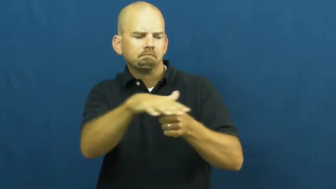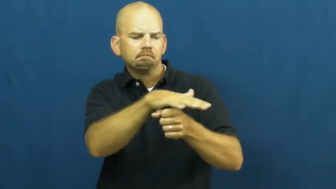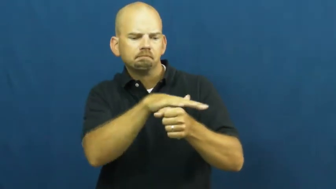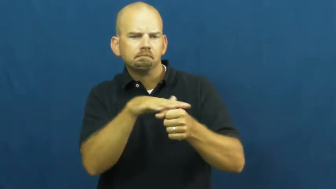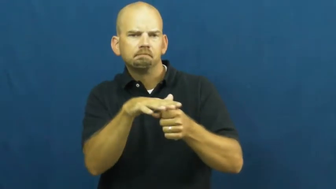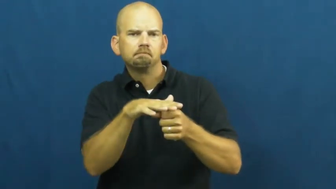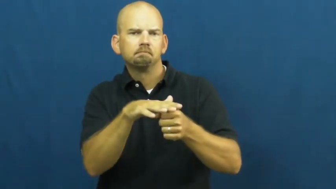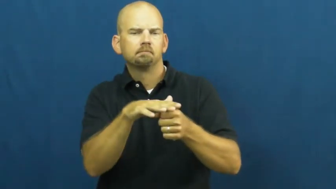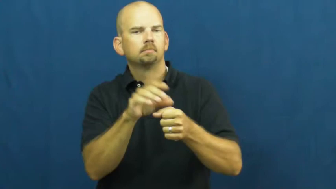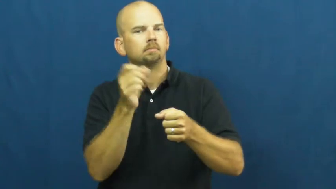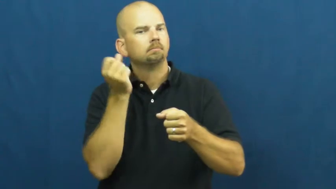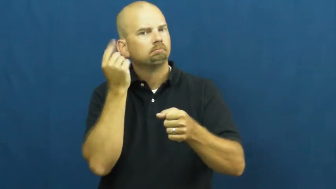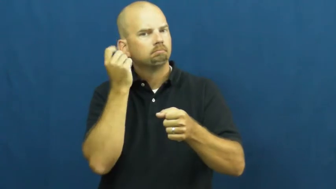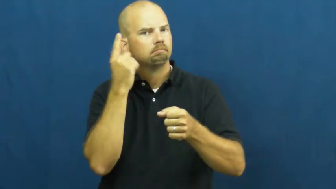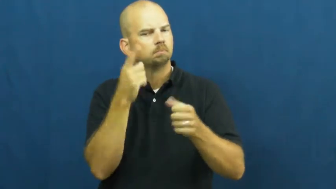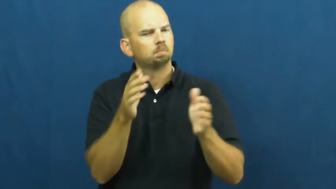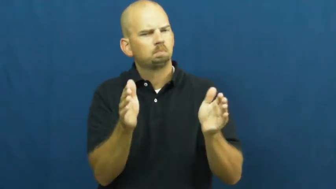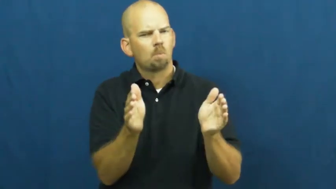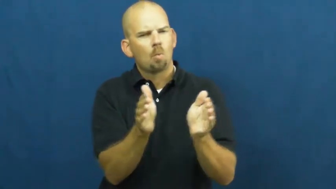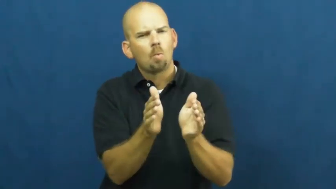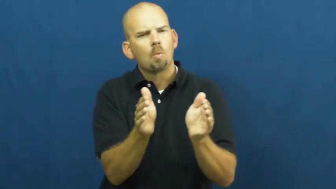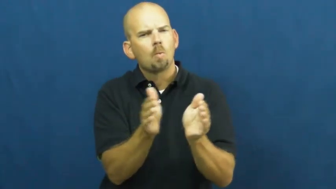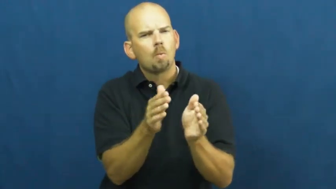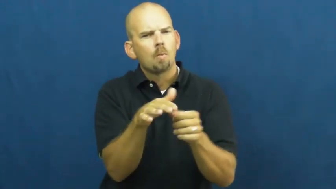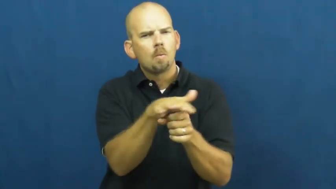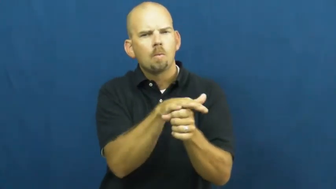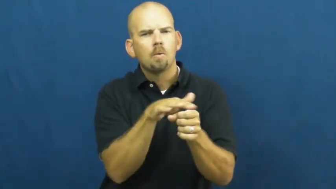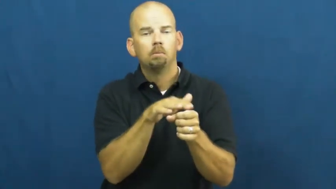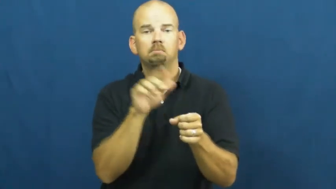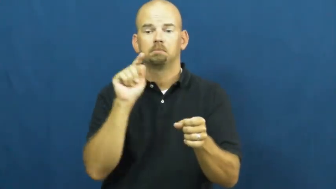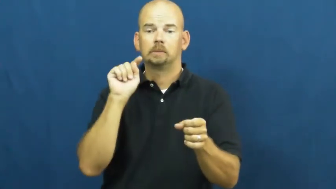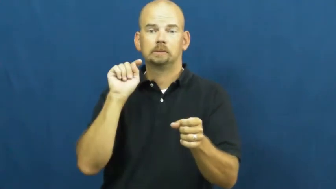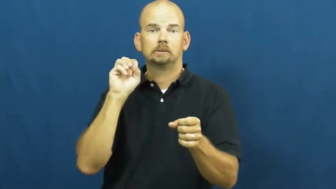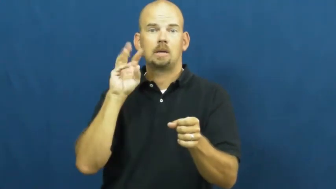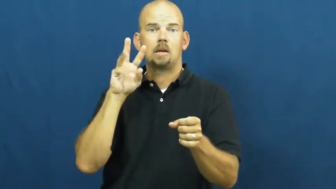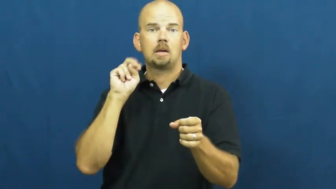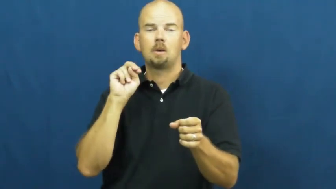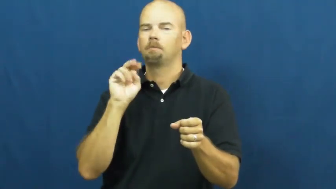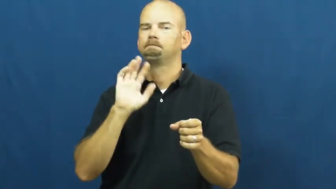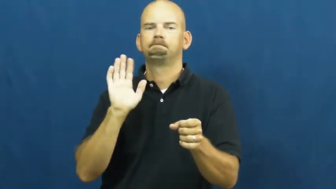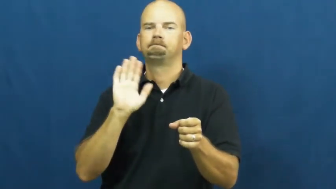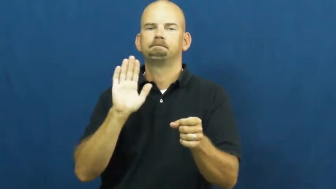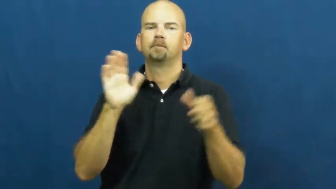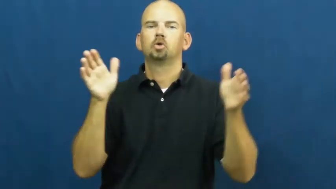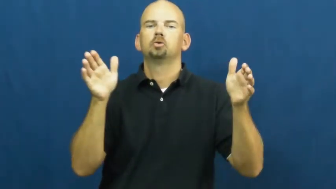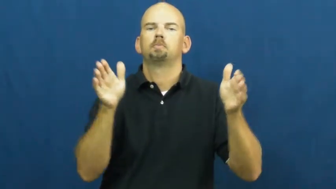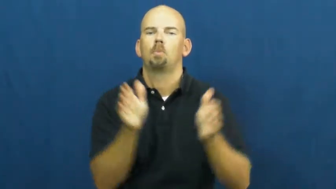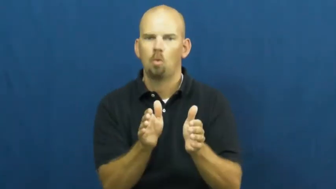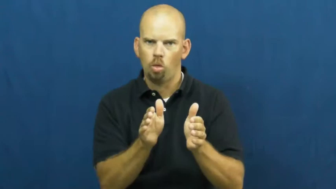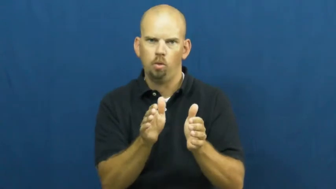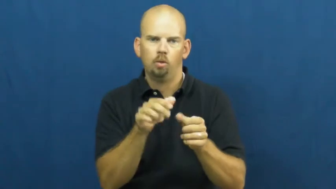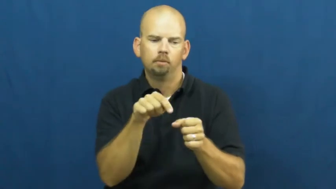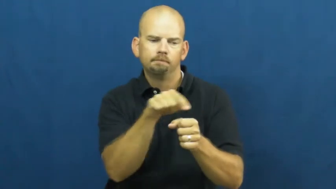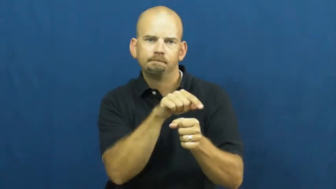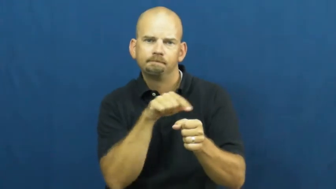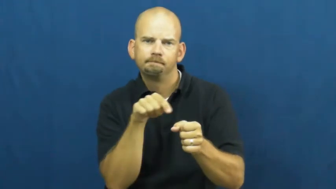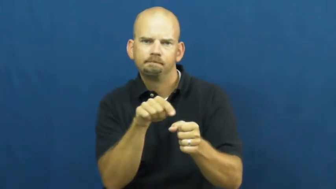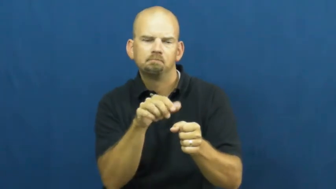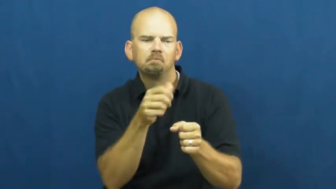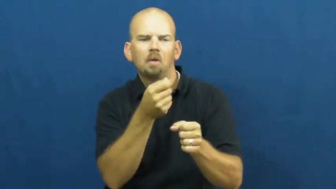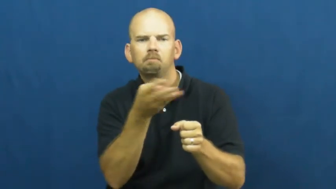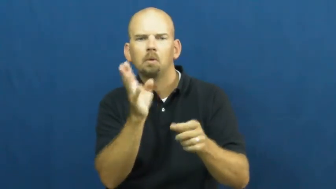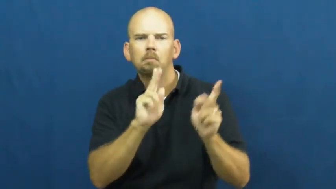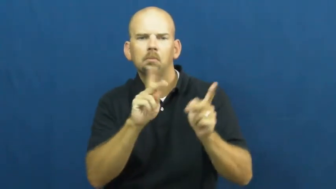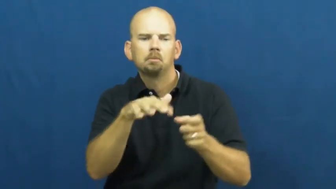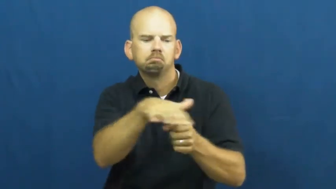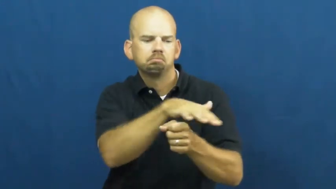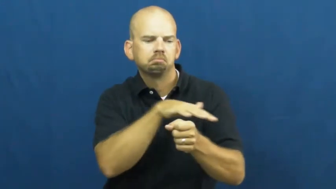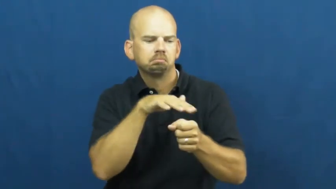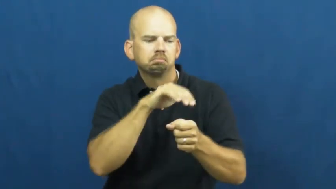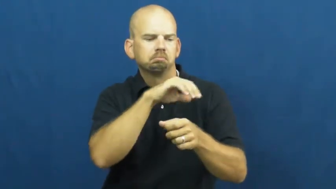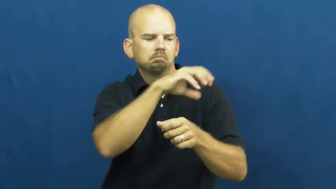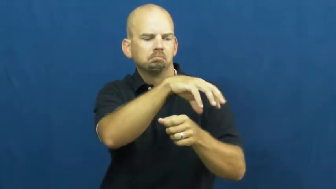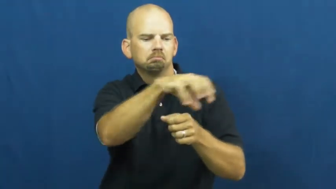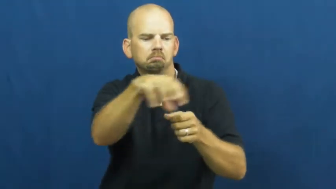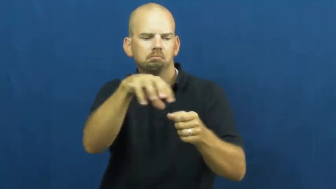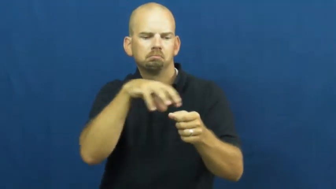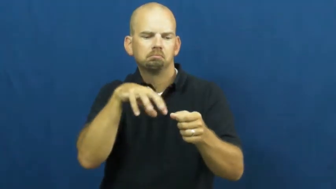village